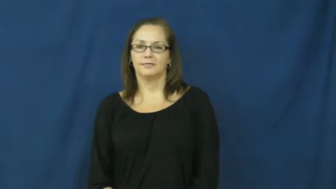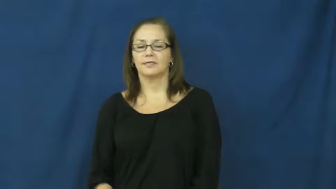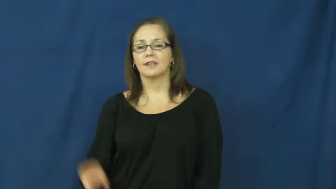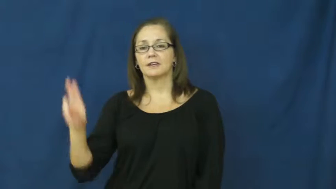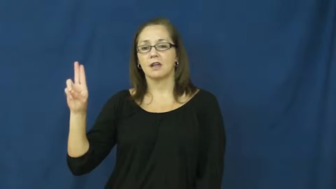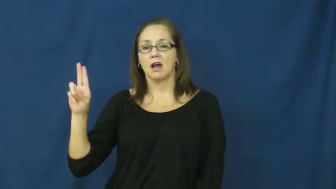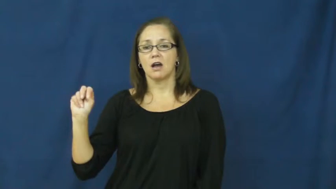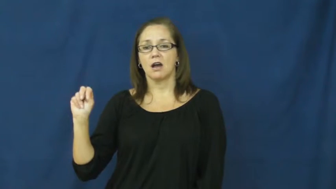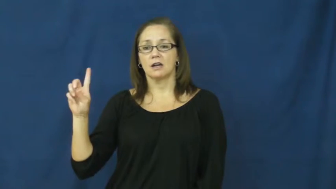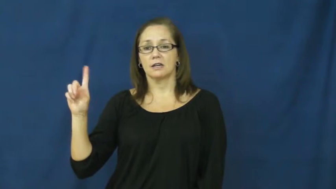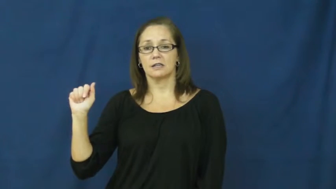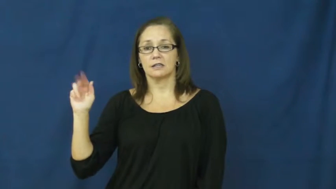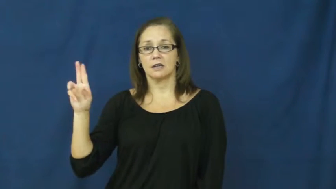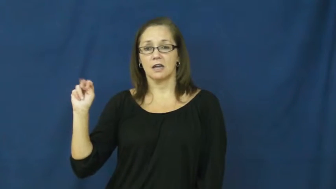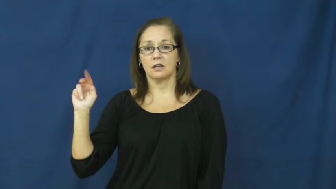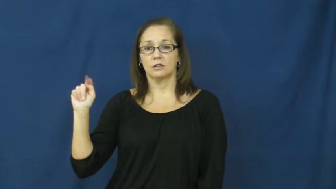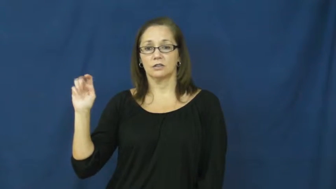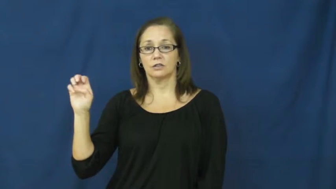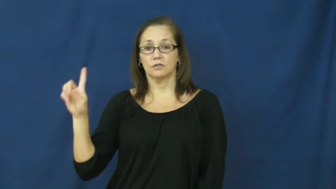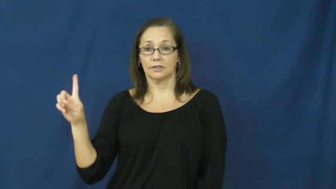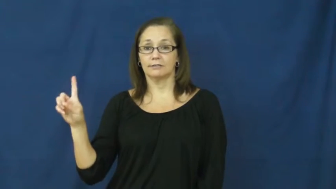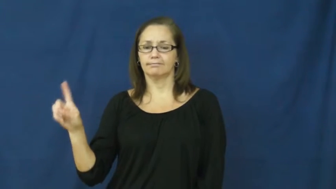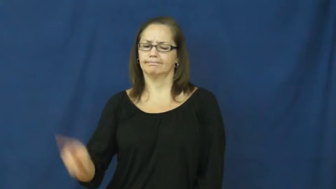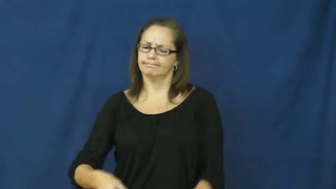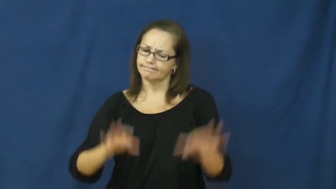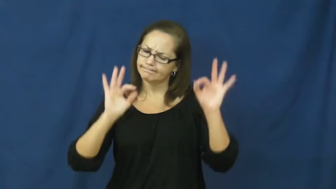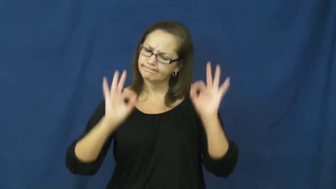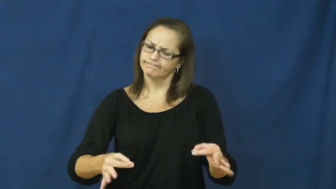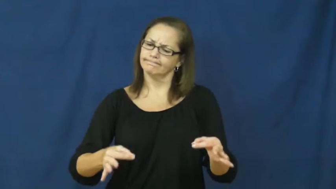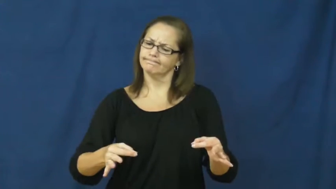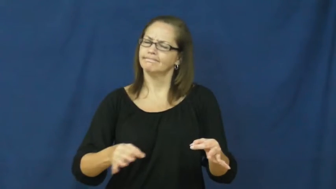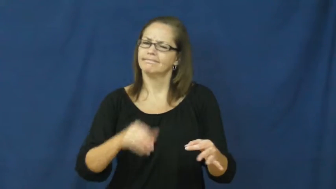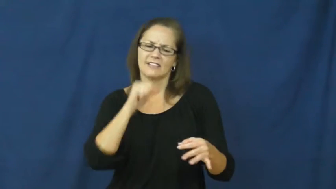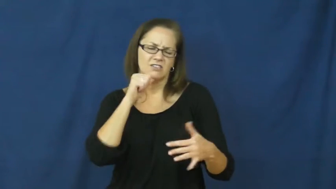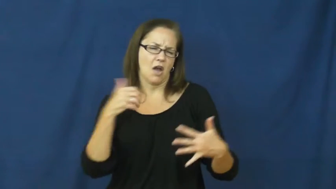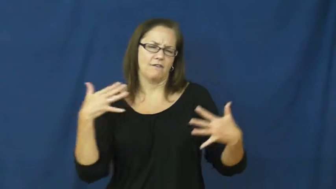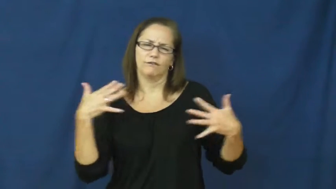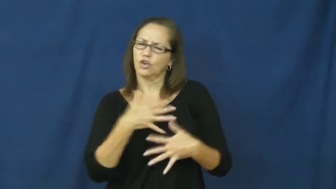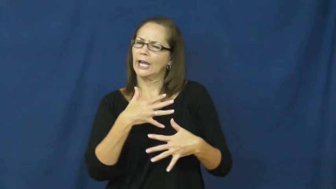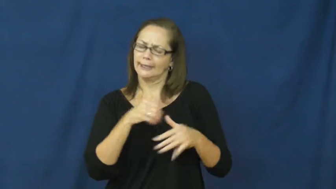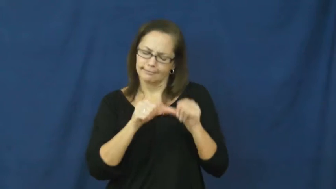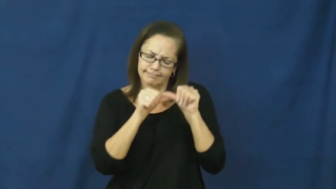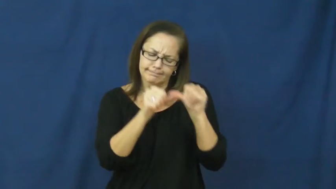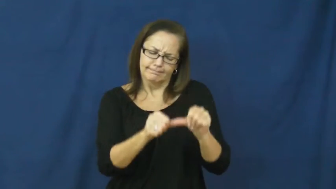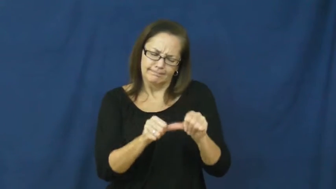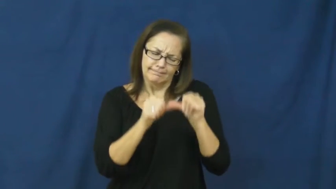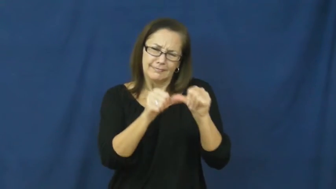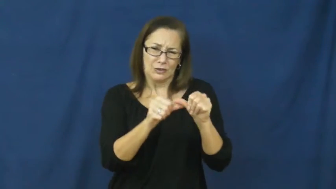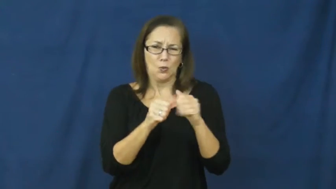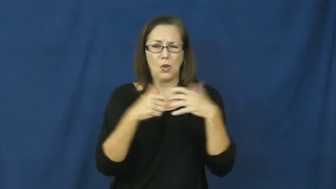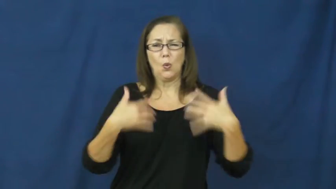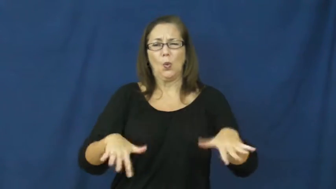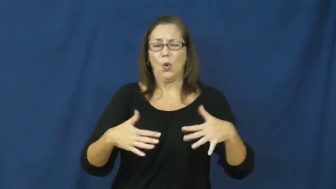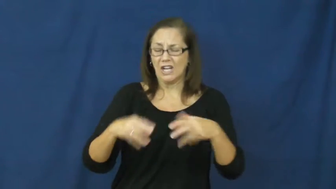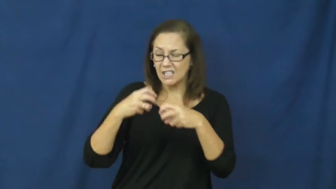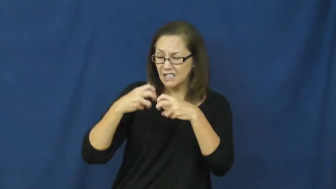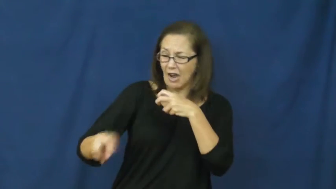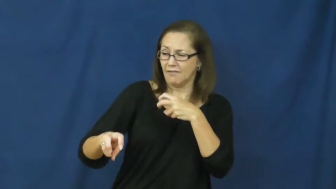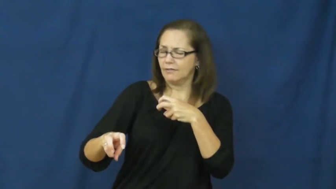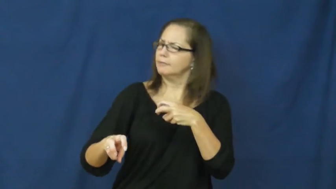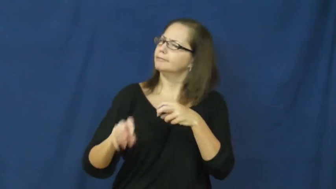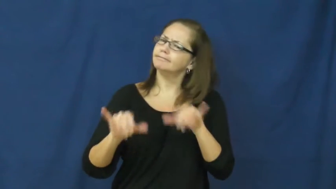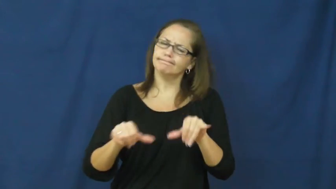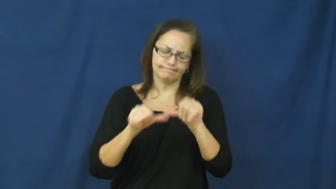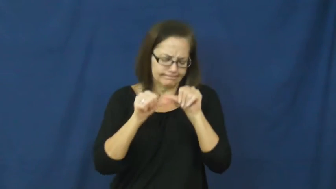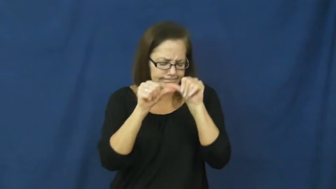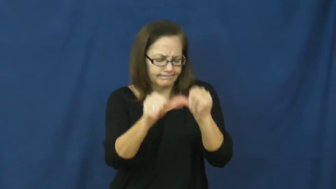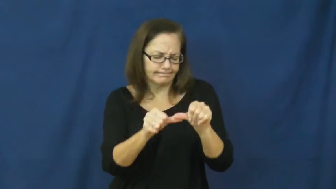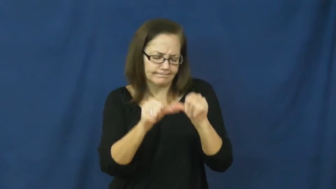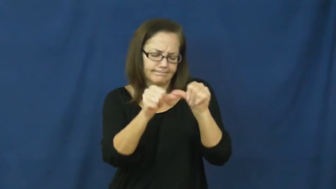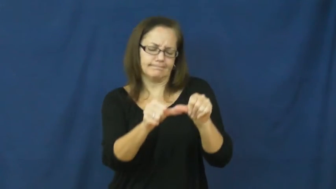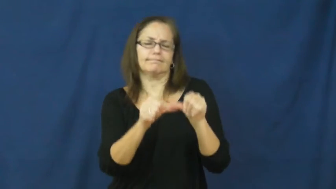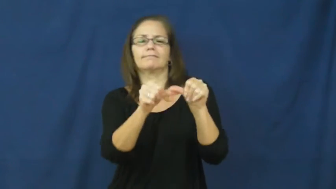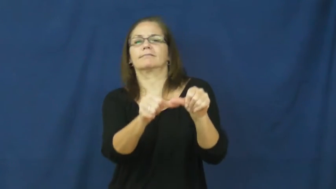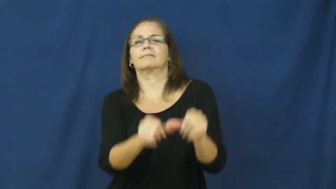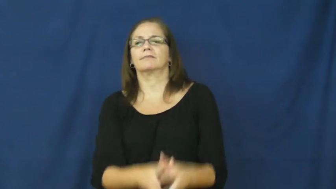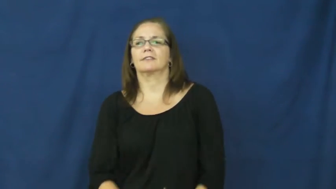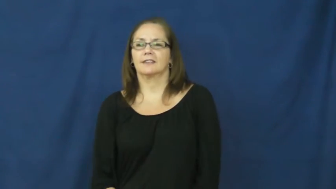undaunted